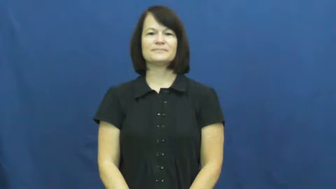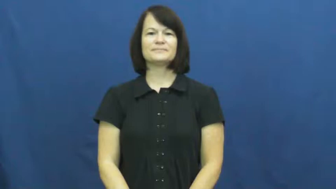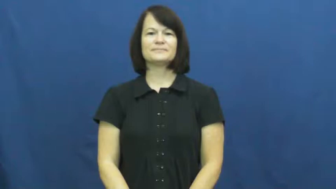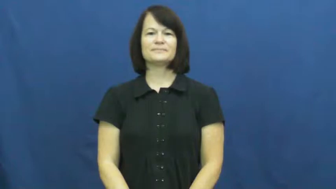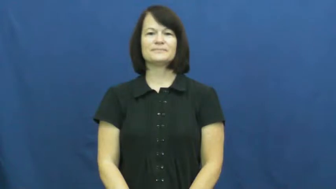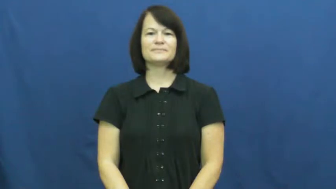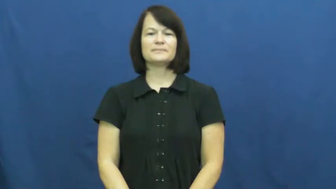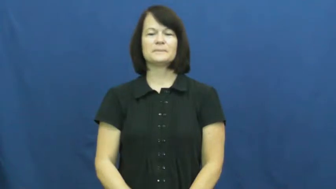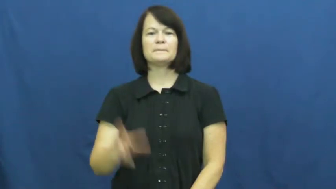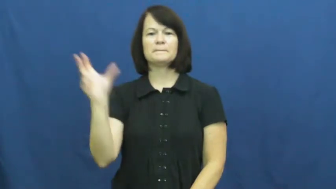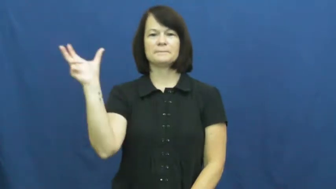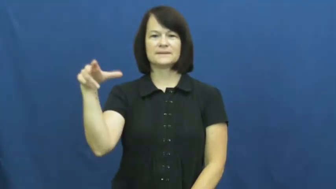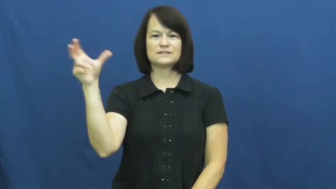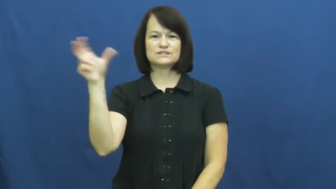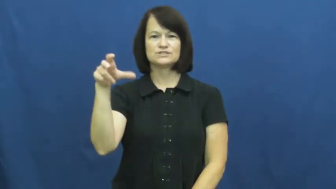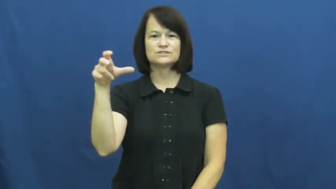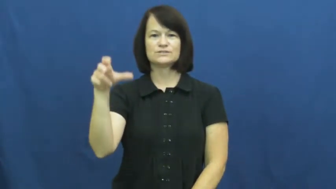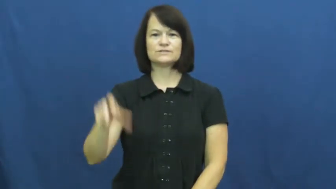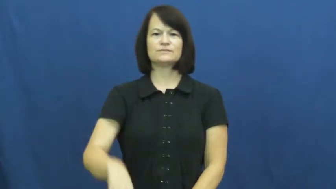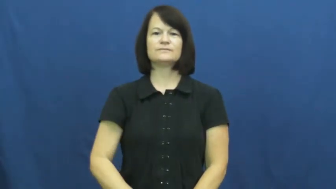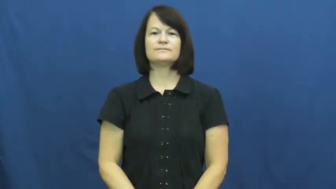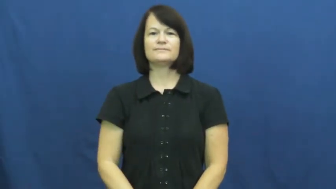pitcher,hurler,thrower-baseball